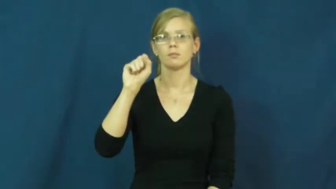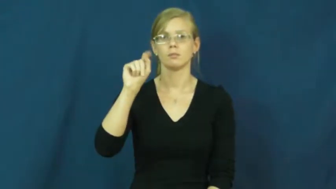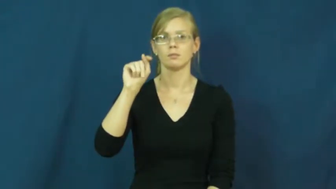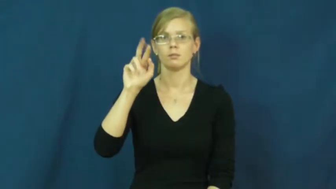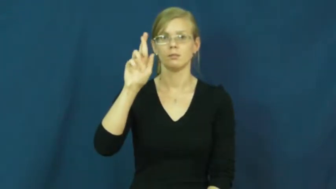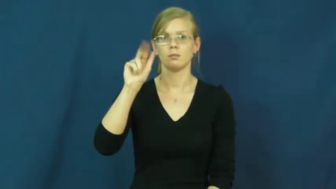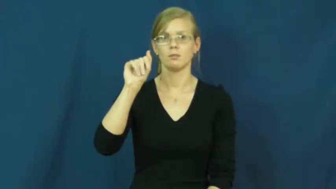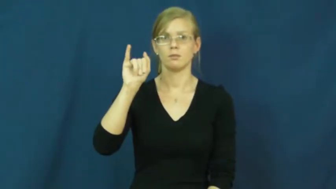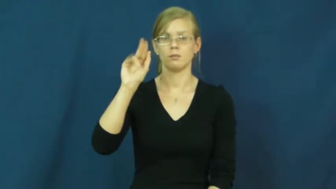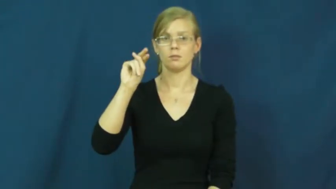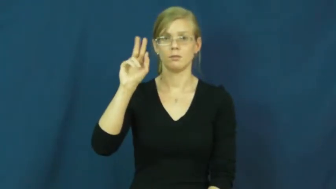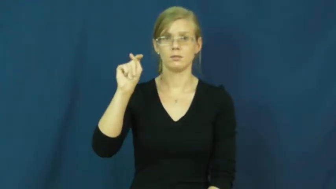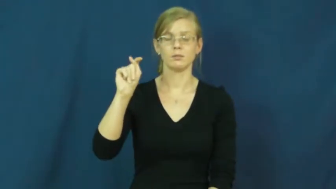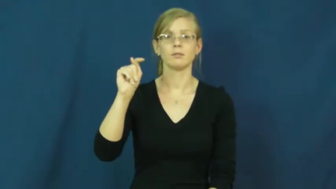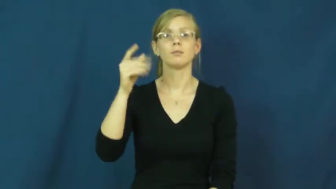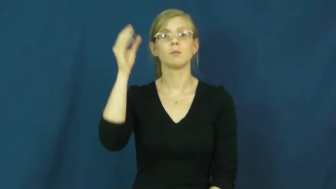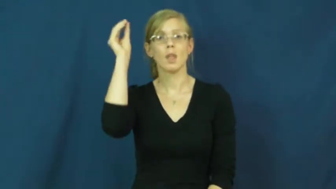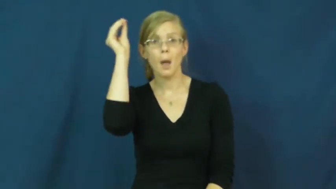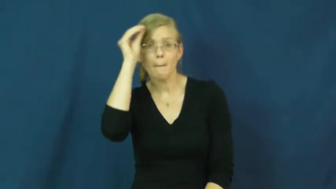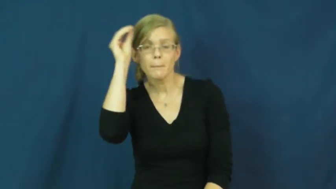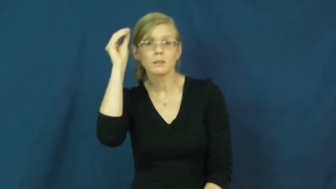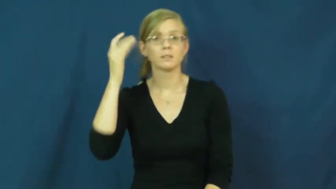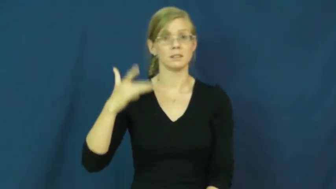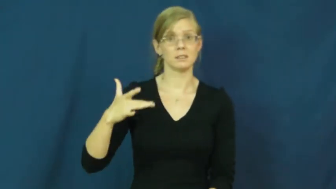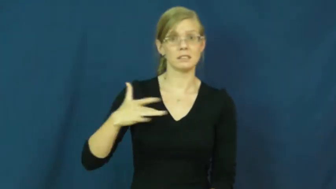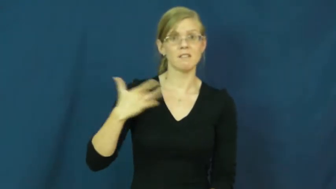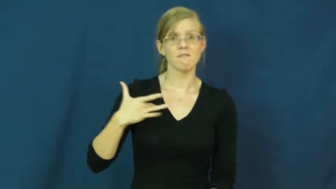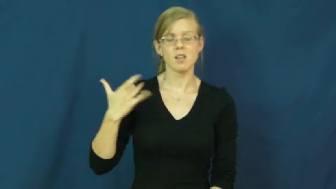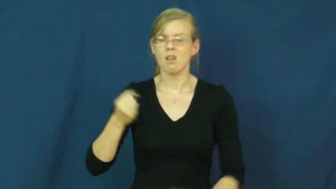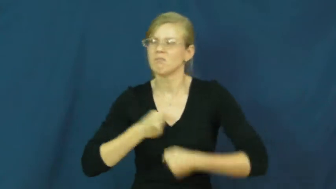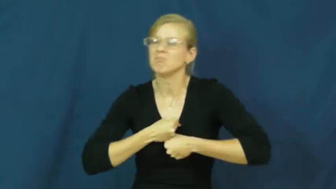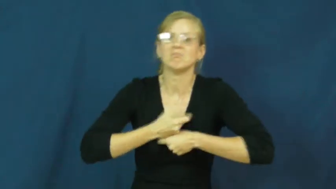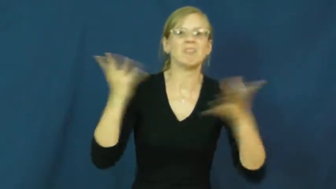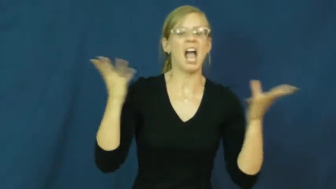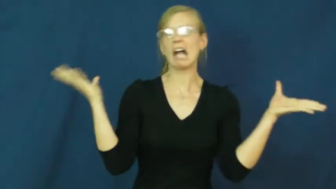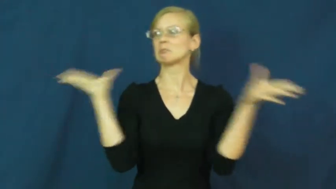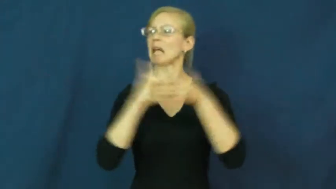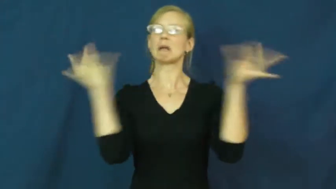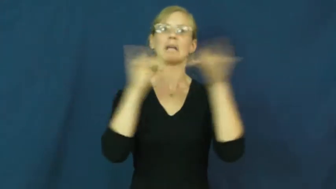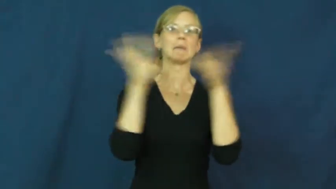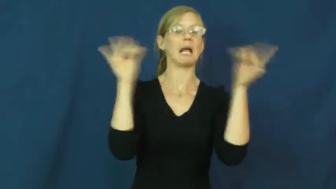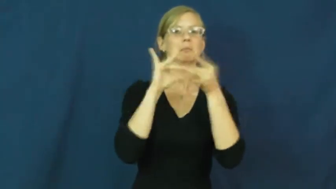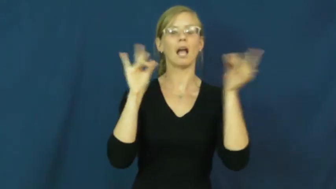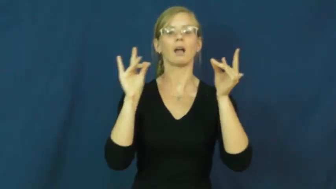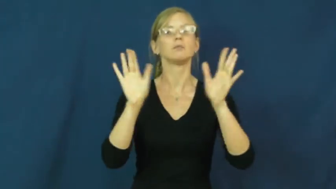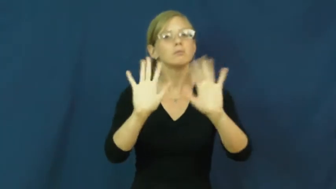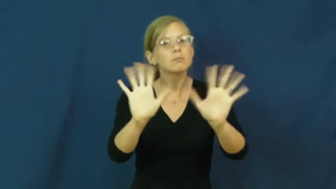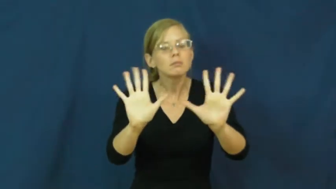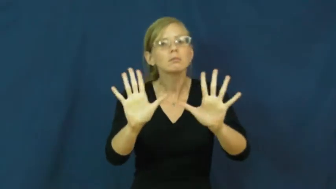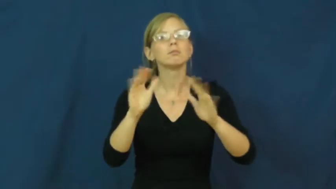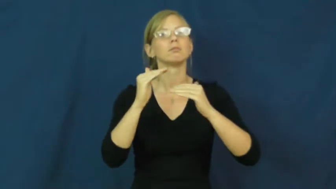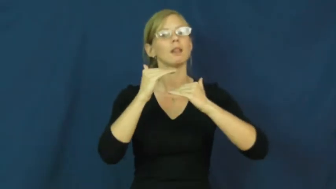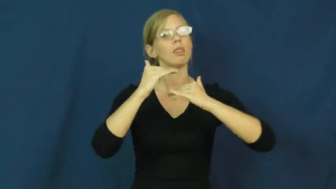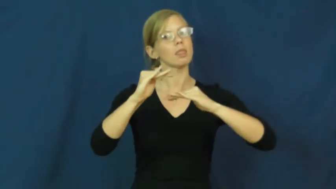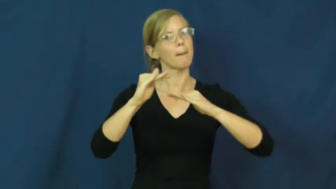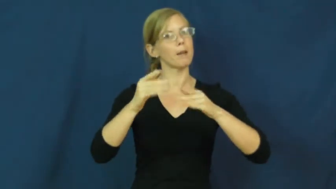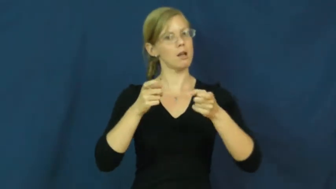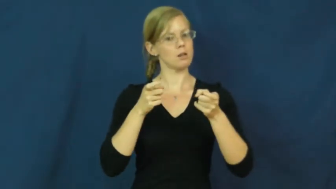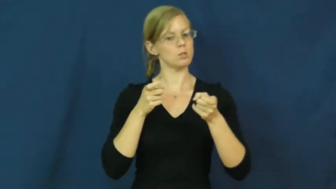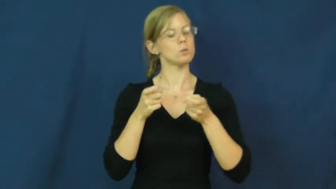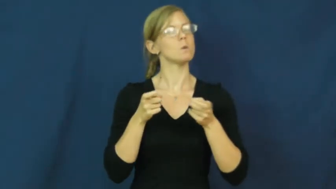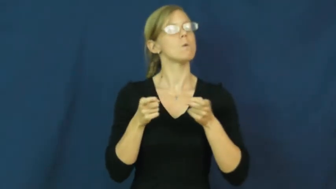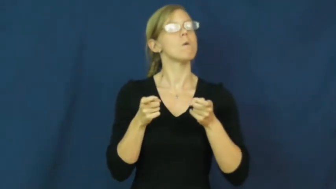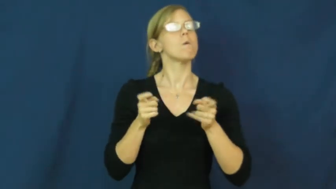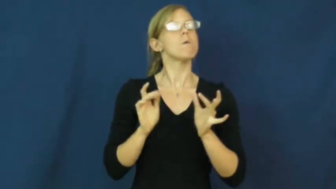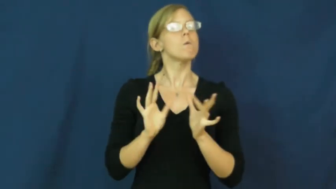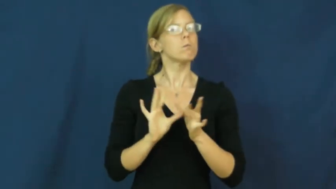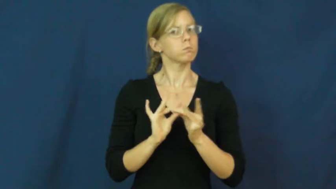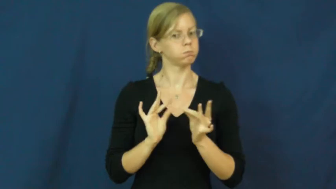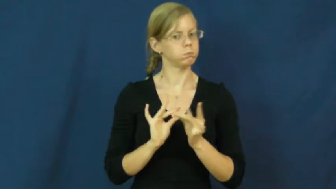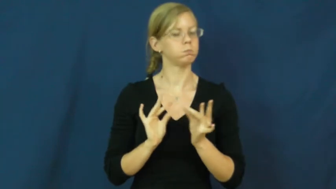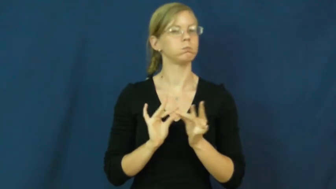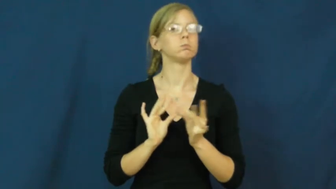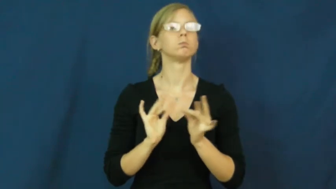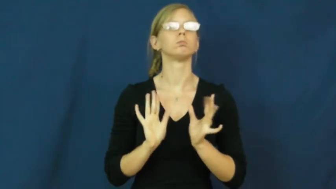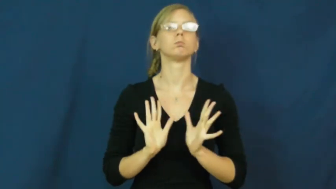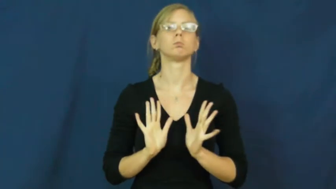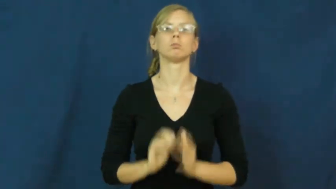restraint